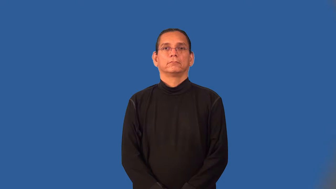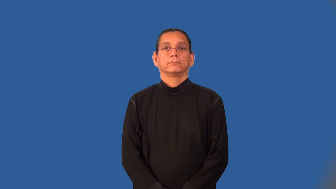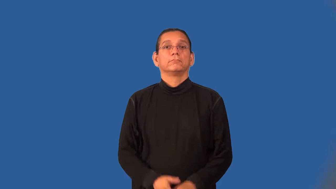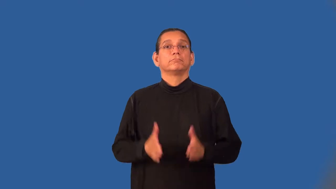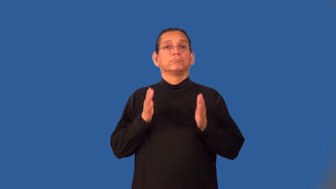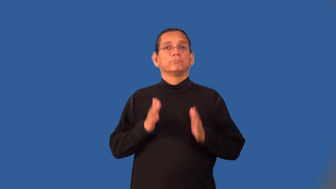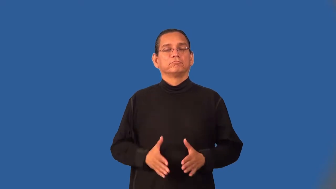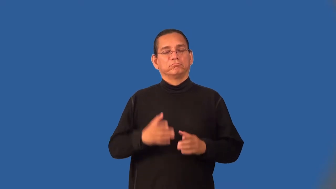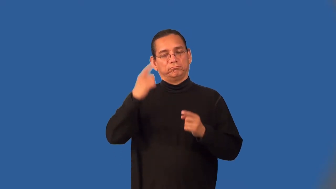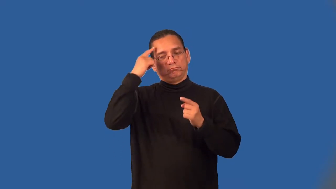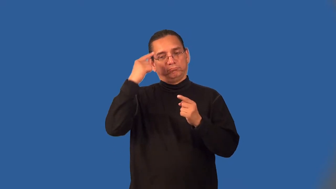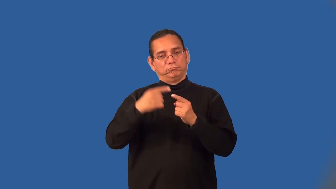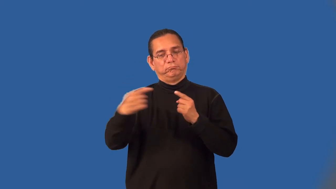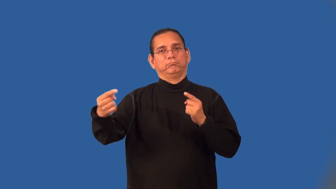dissenter,contestant